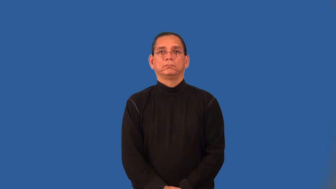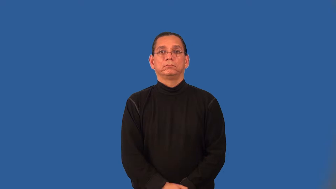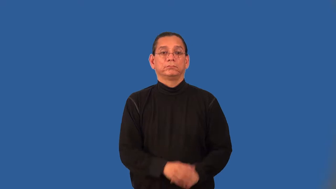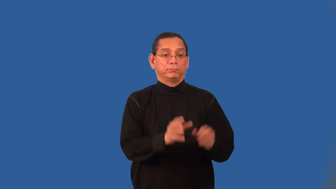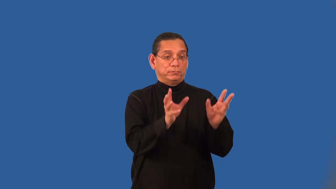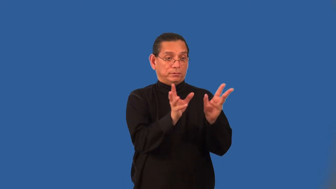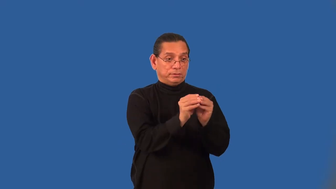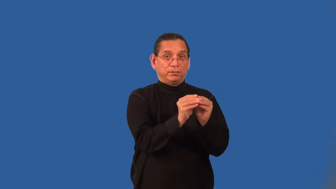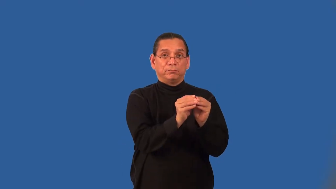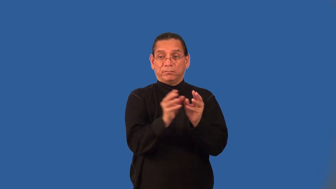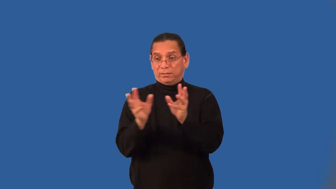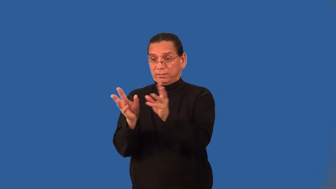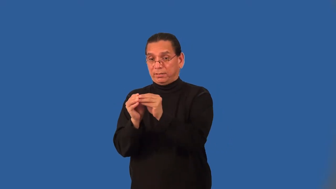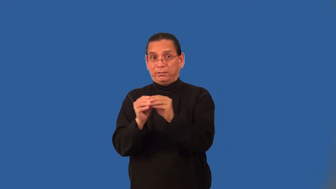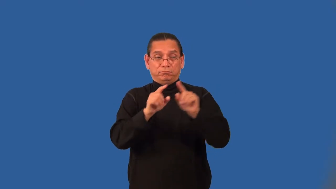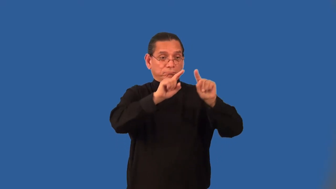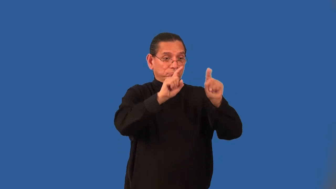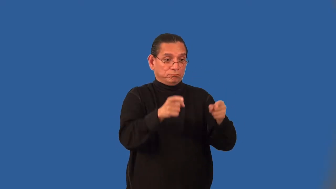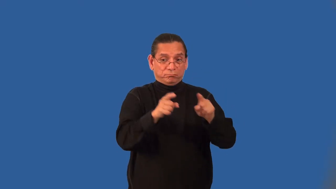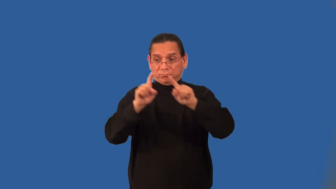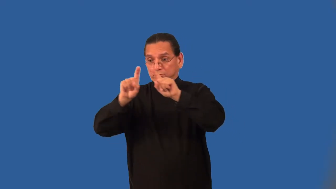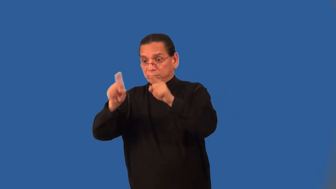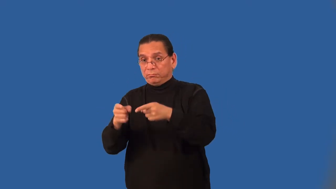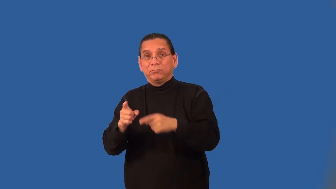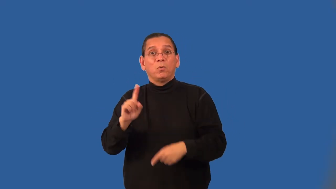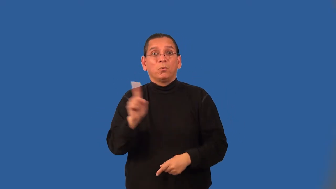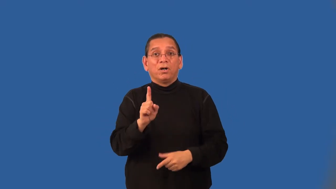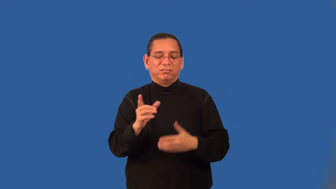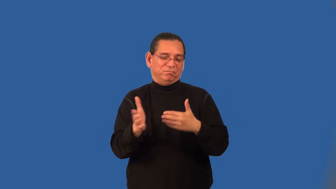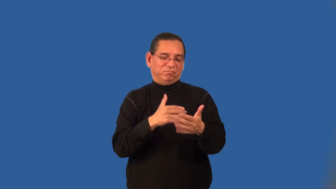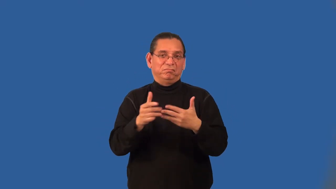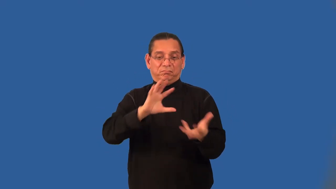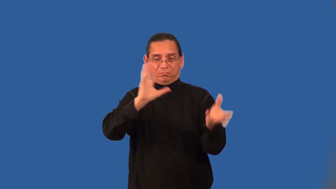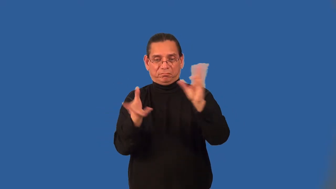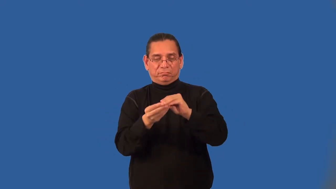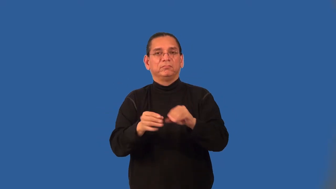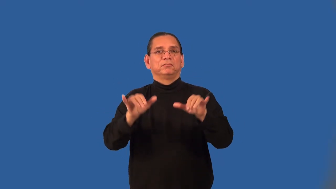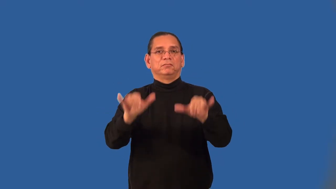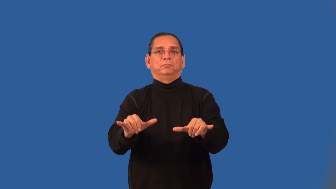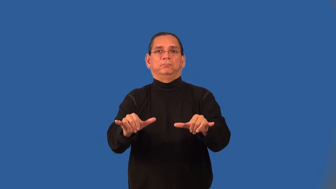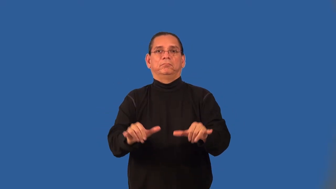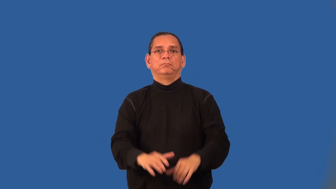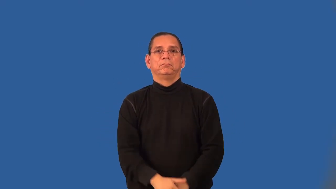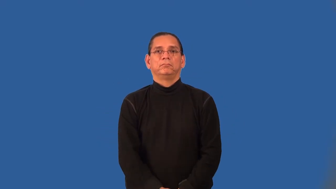associative property of addition